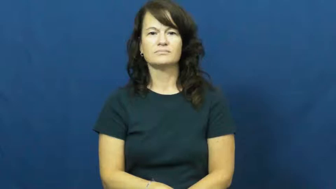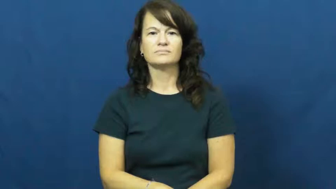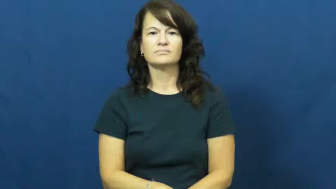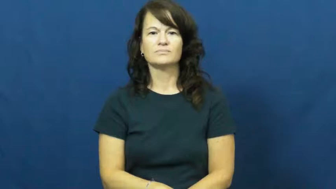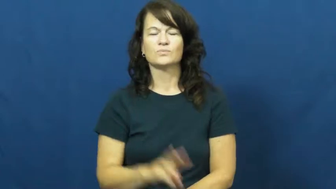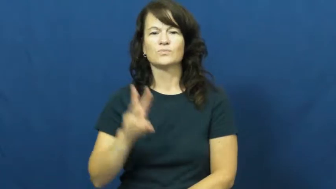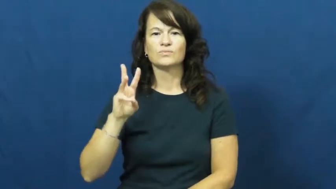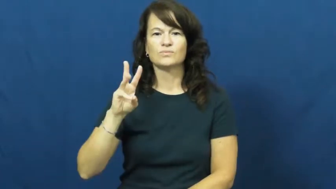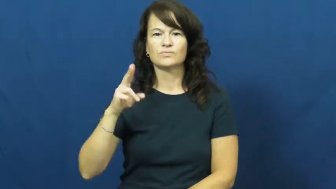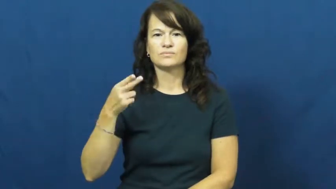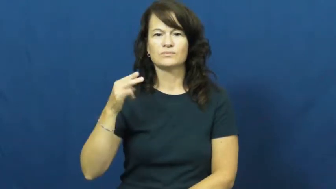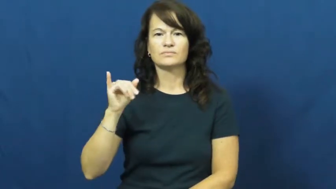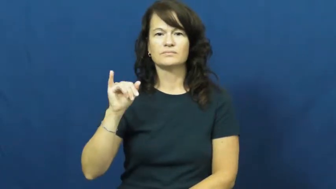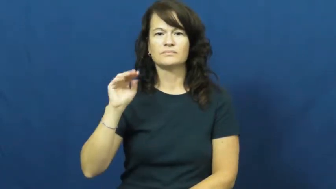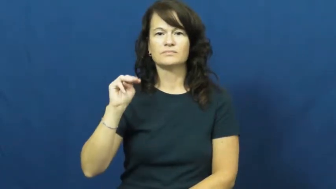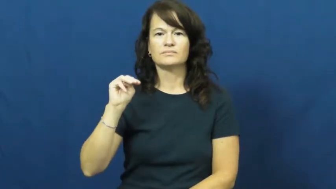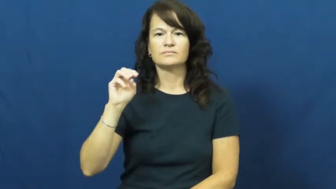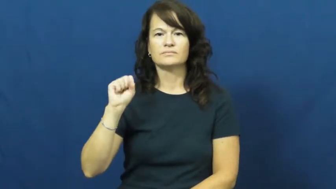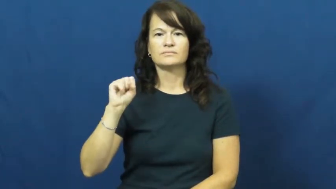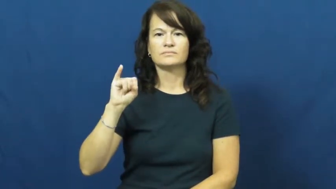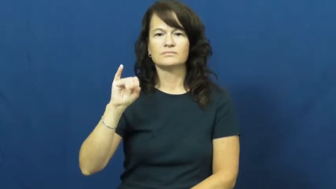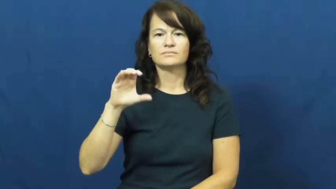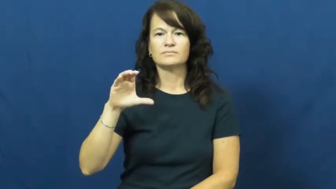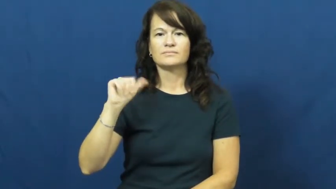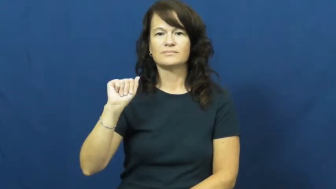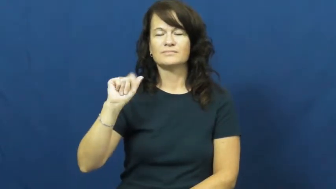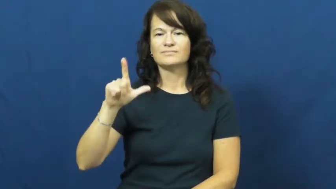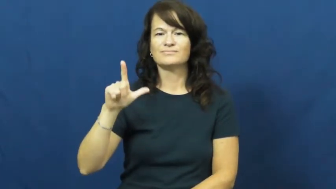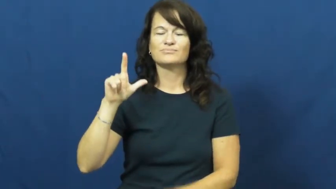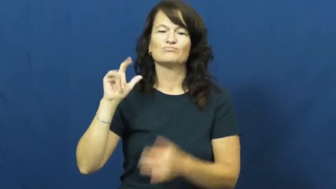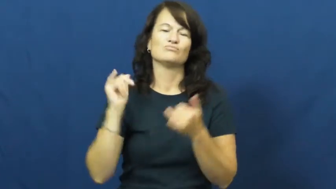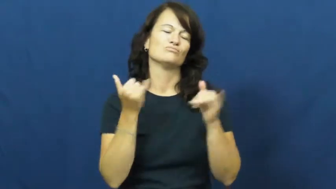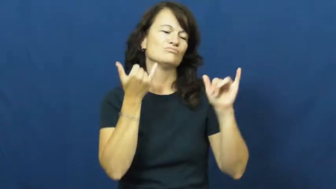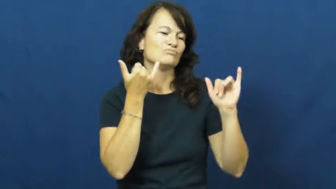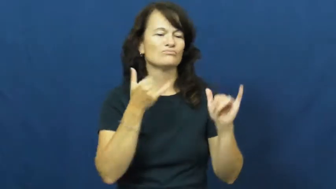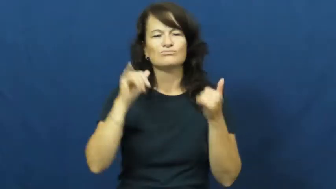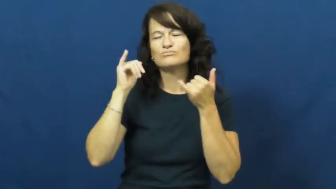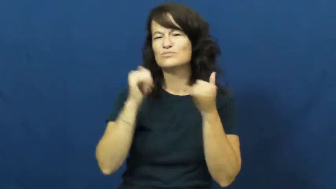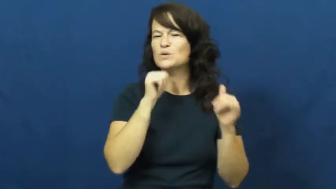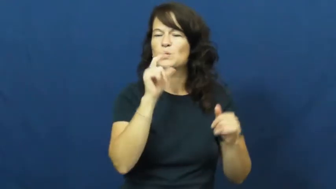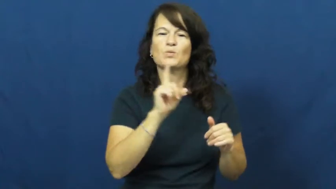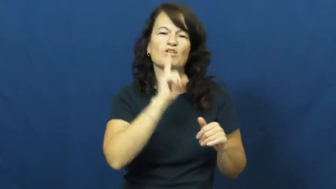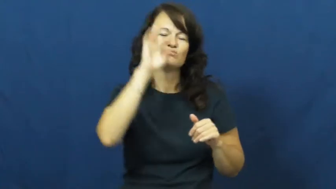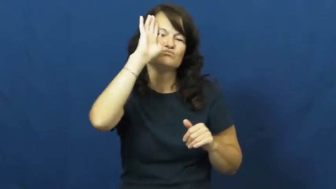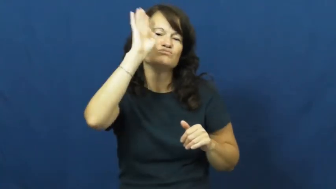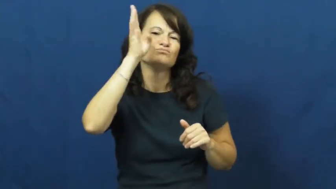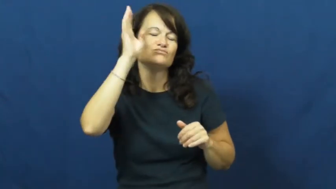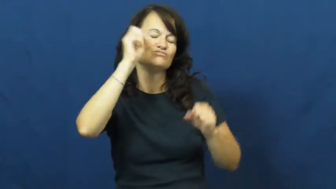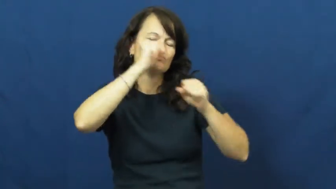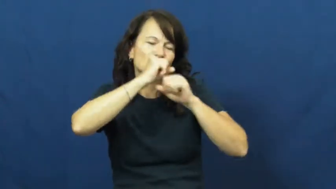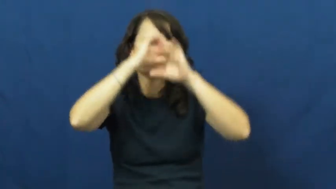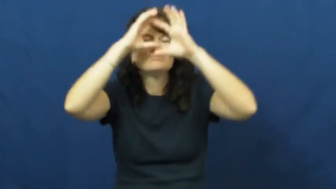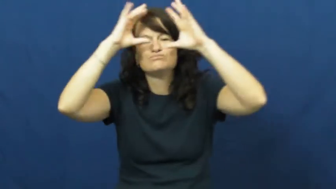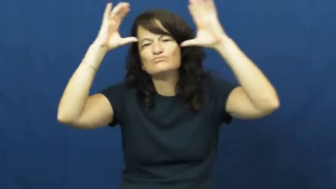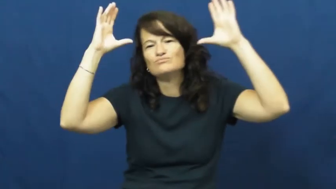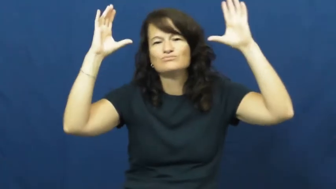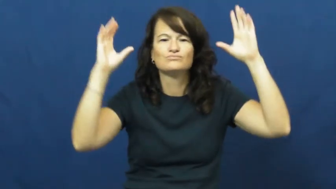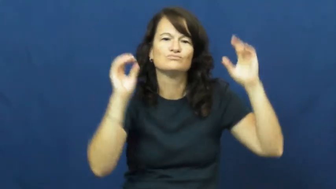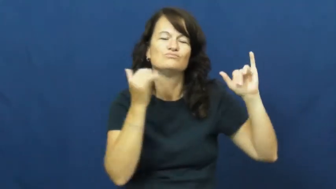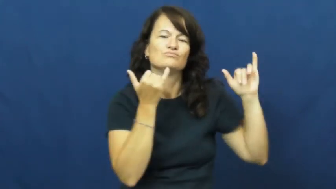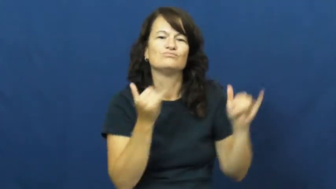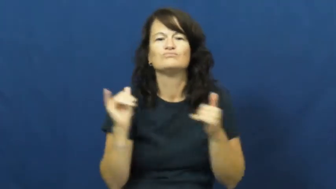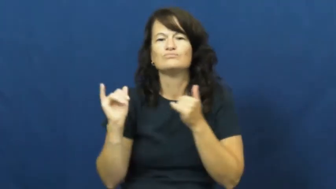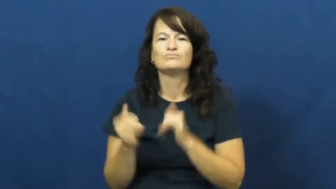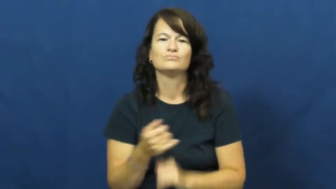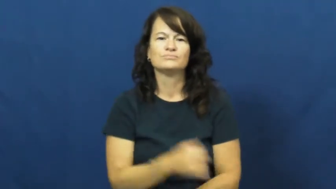whimsical